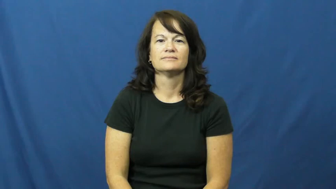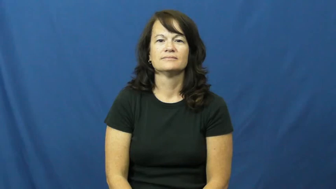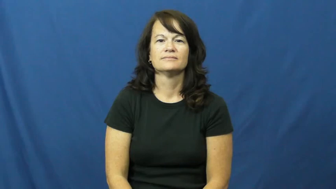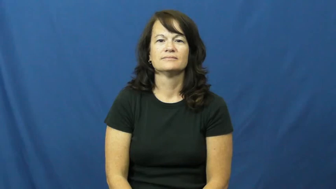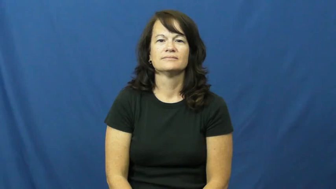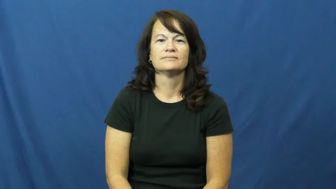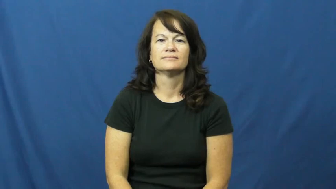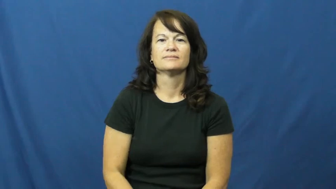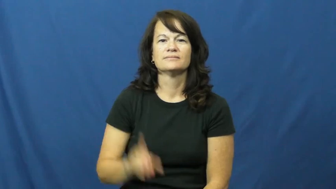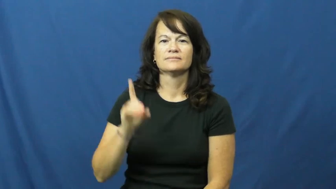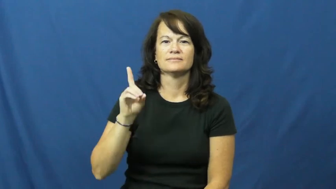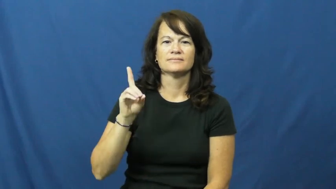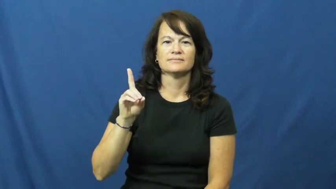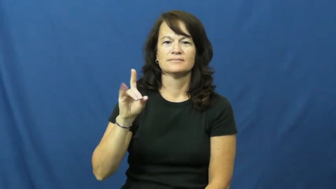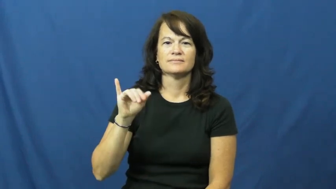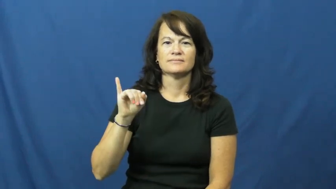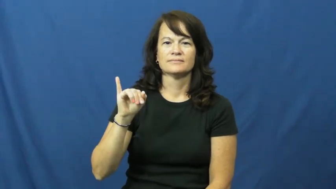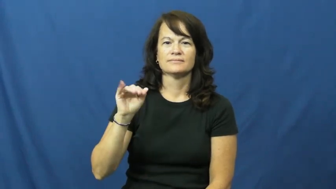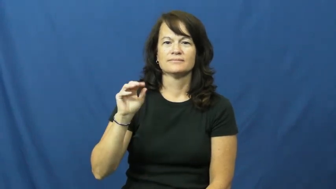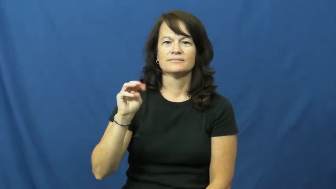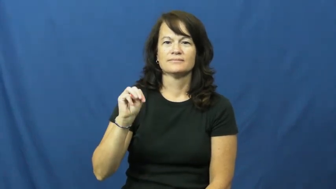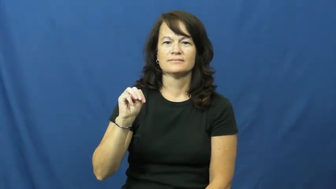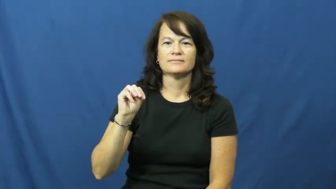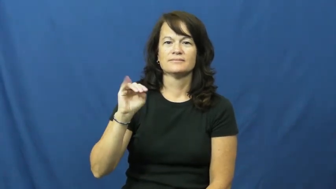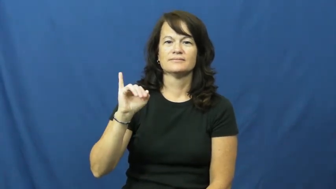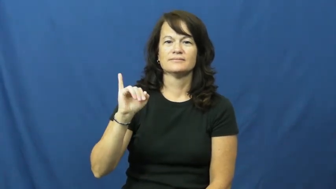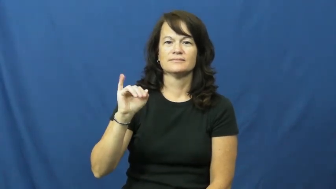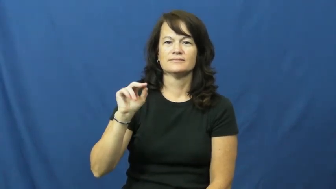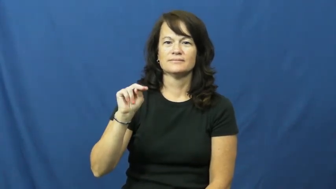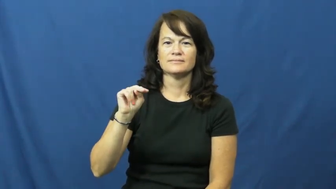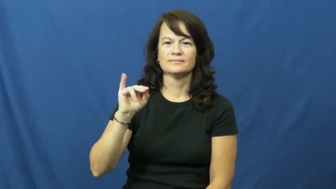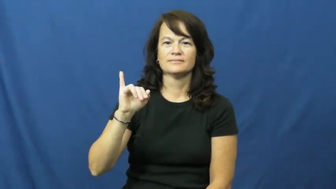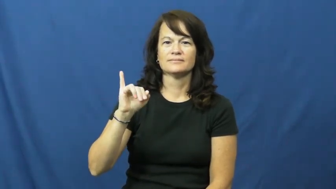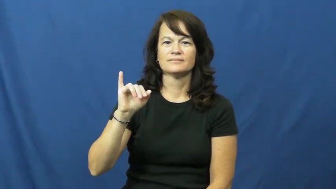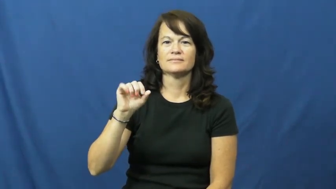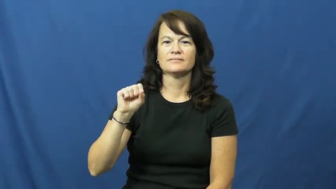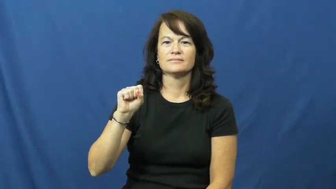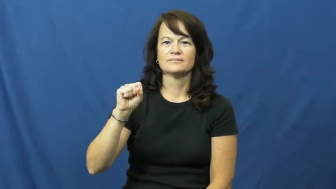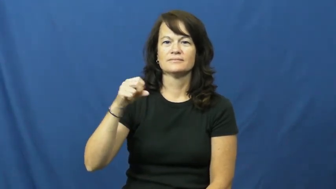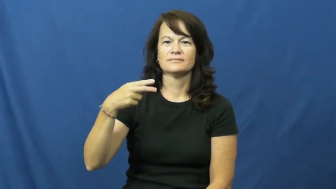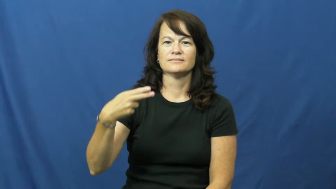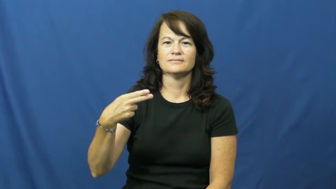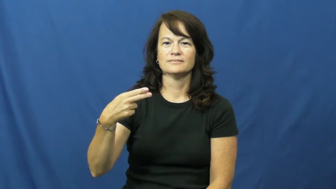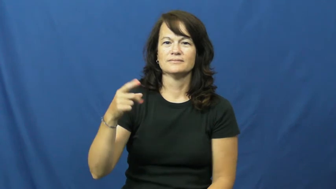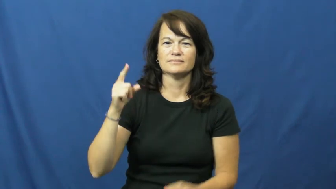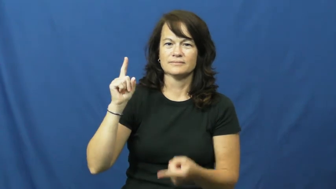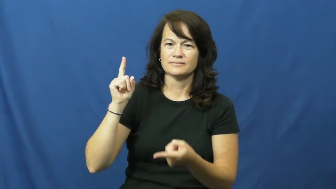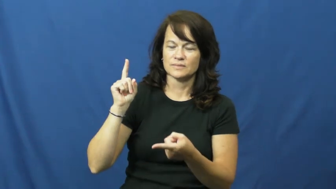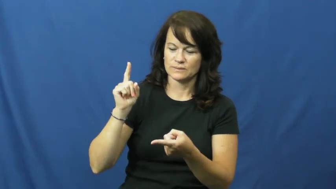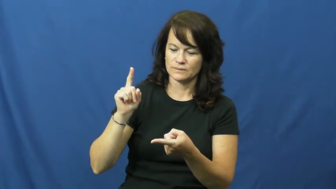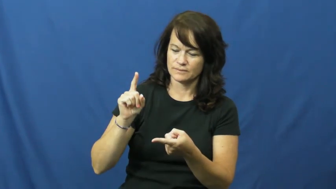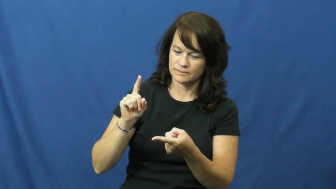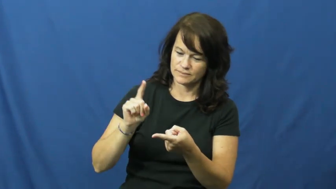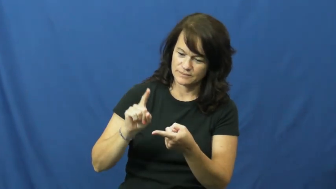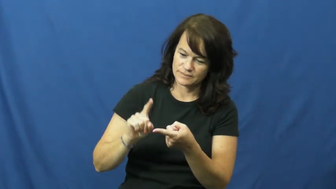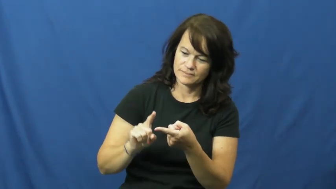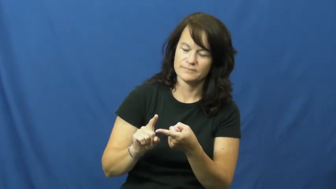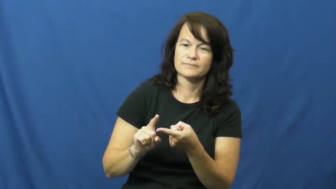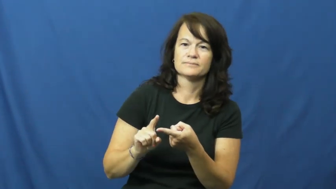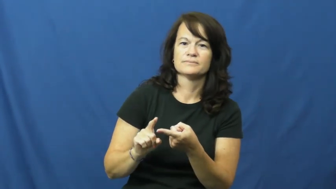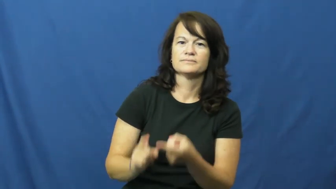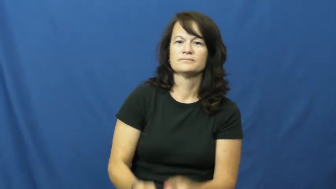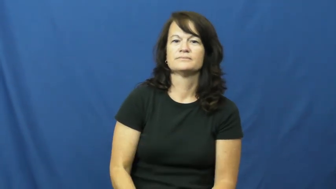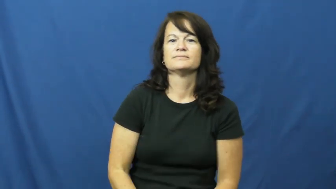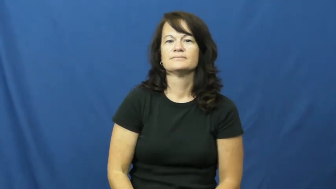diminish